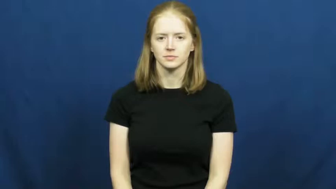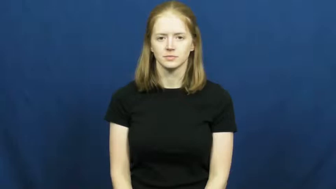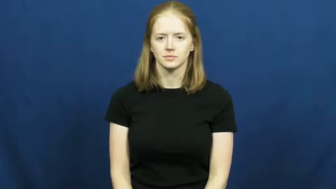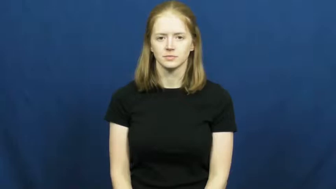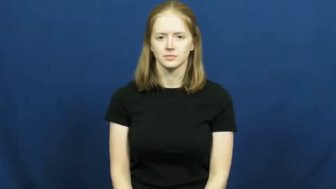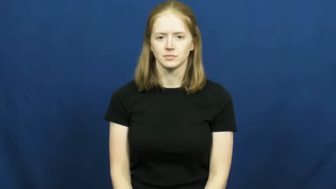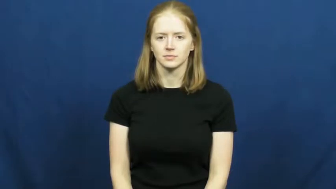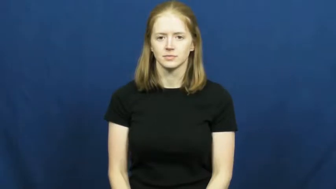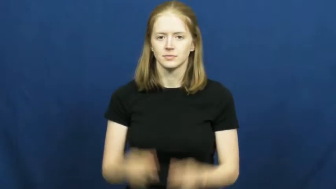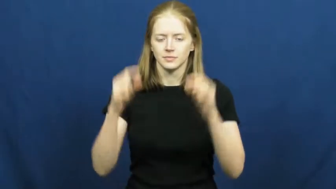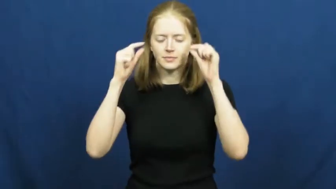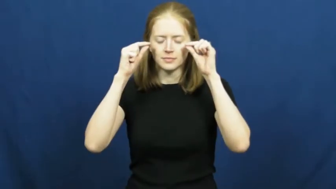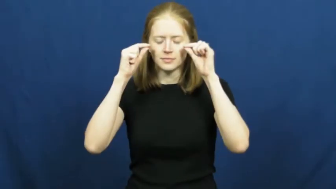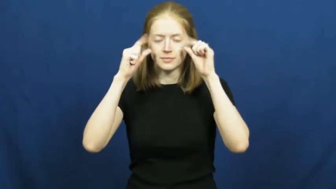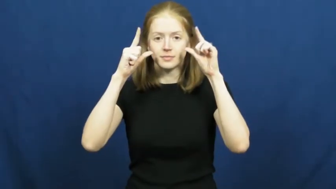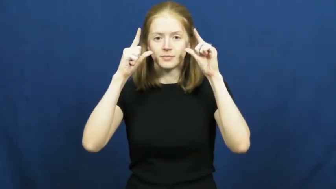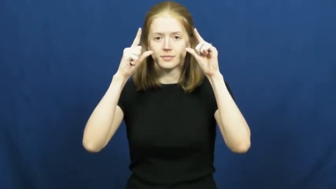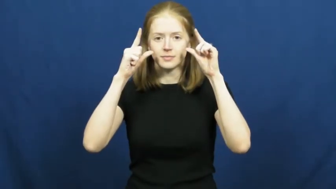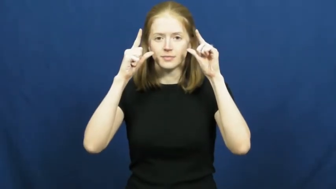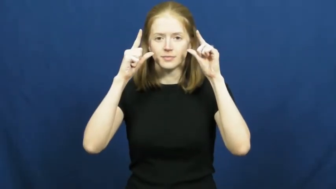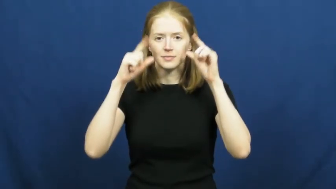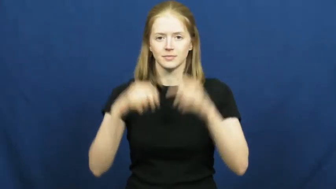open-eyes